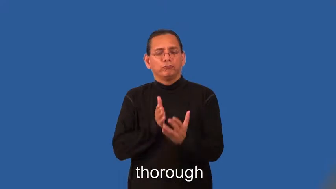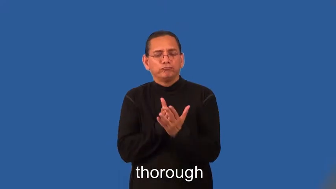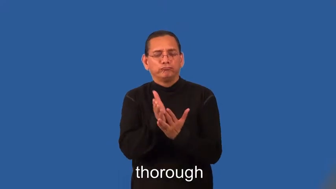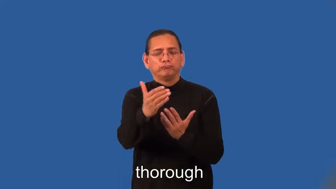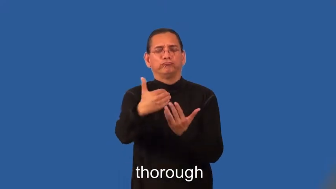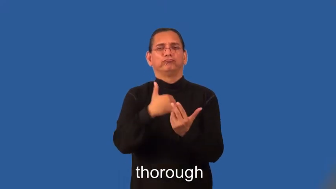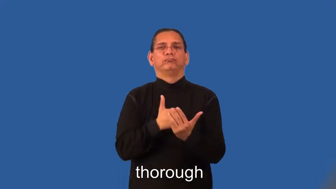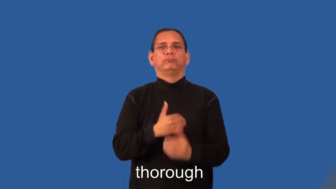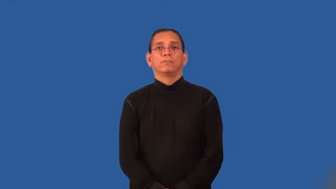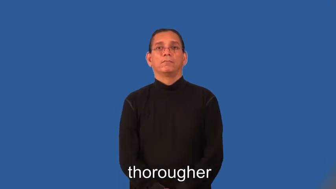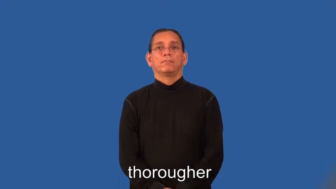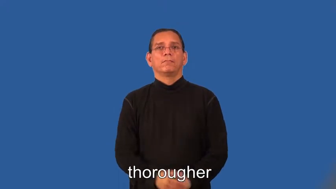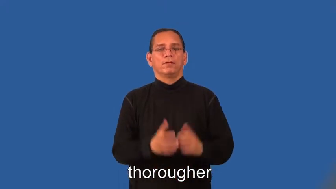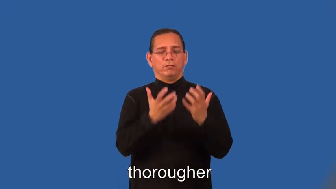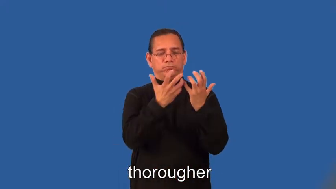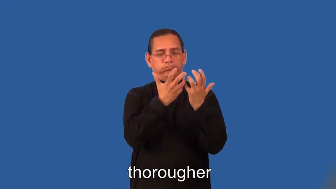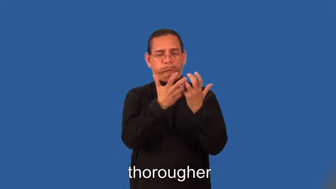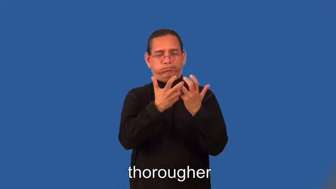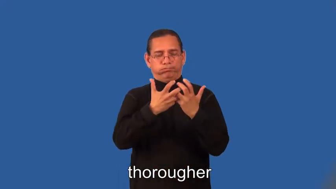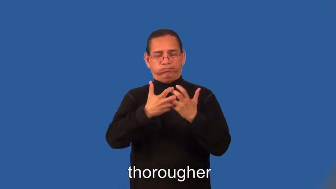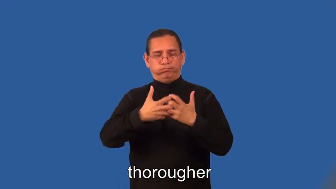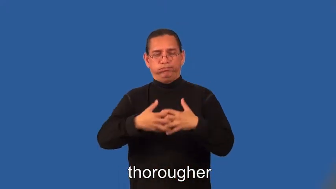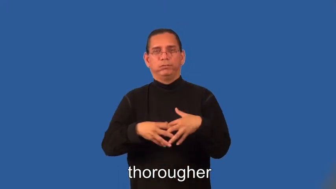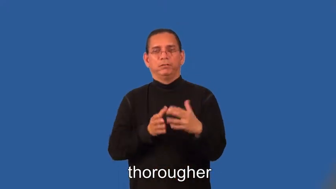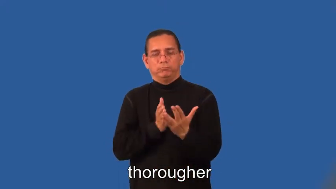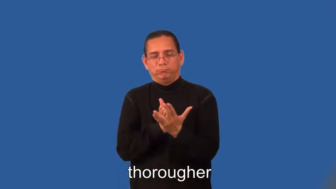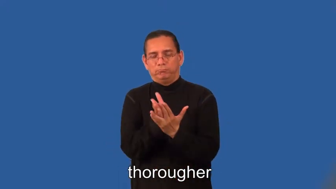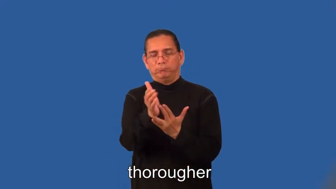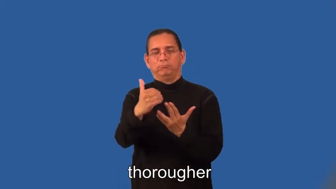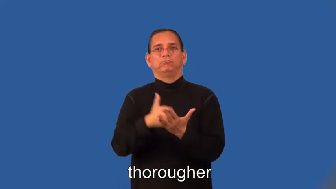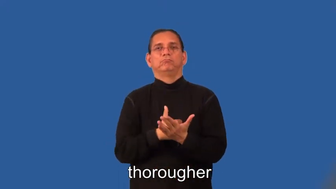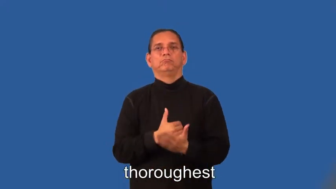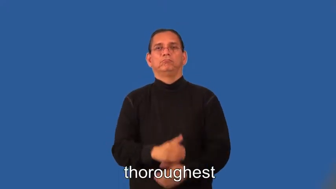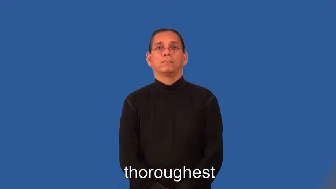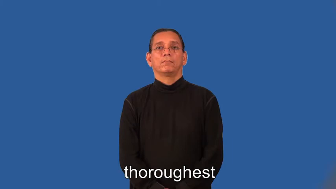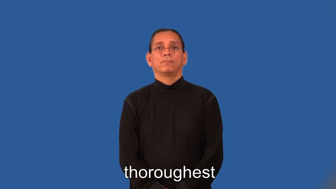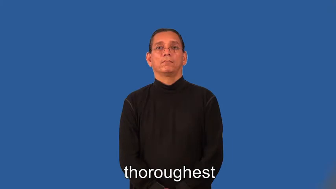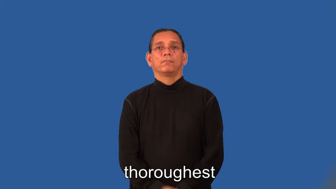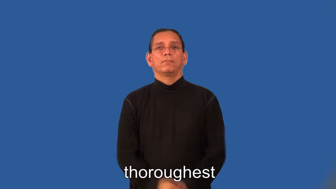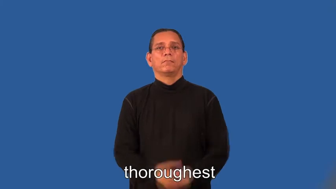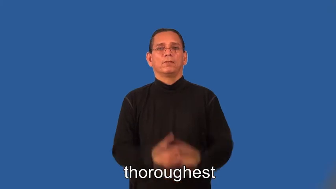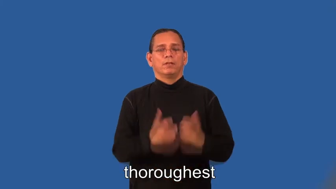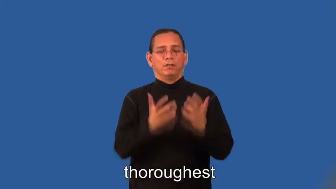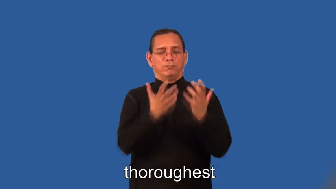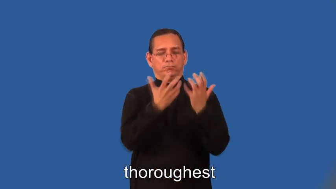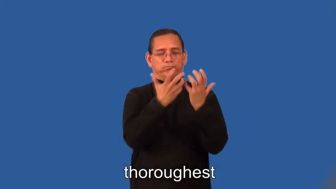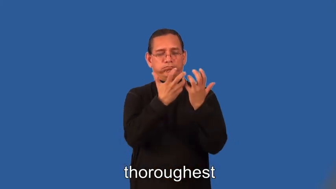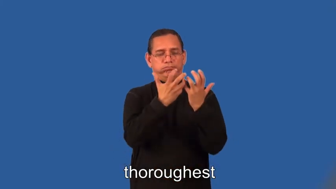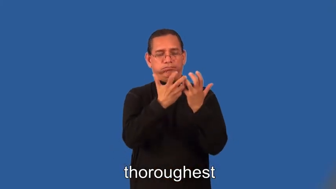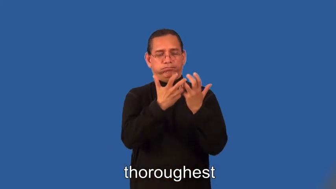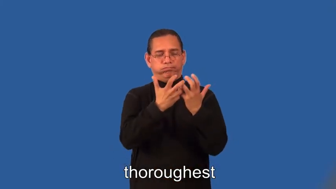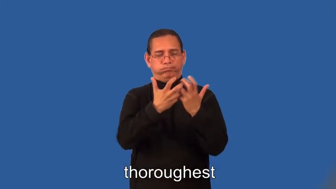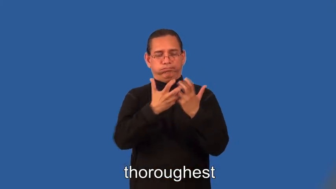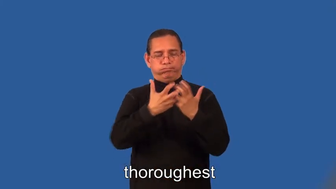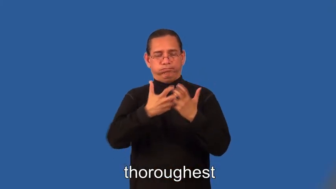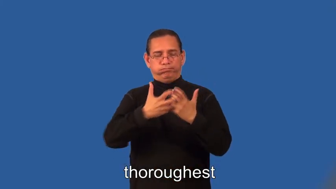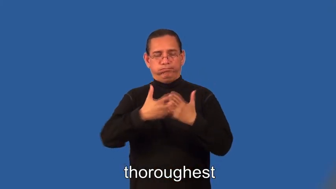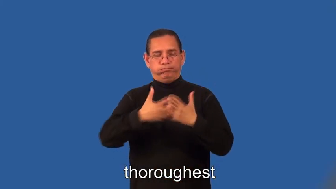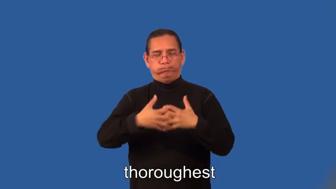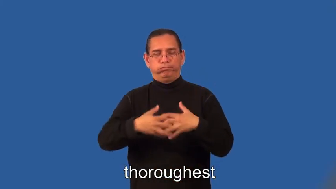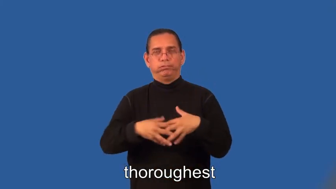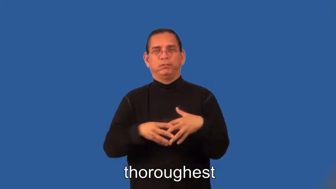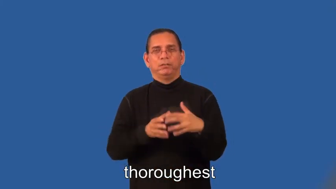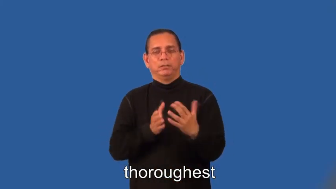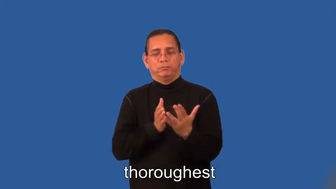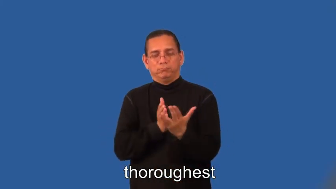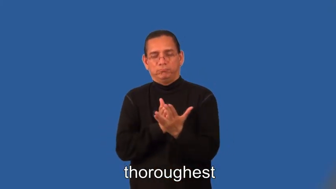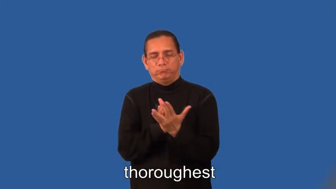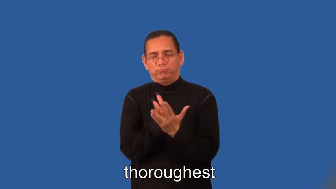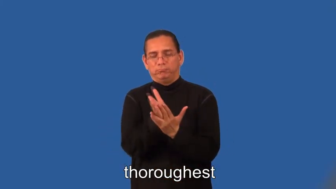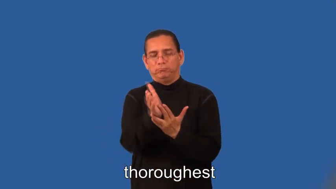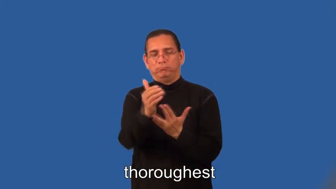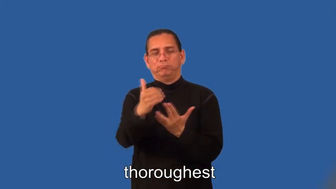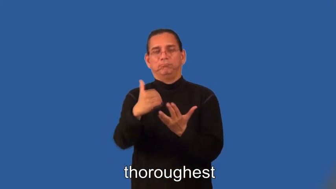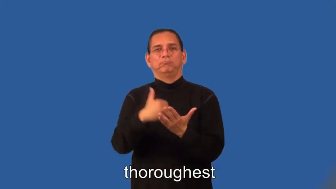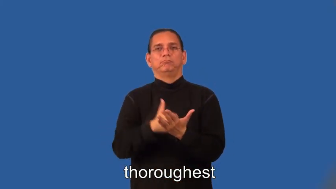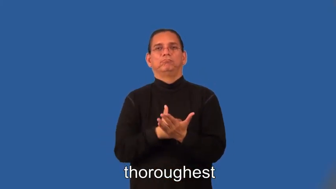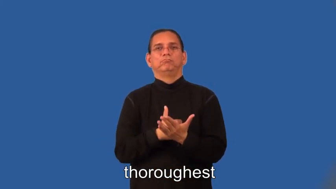thorougher,thoroughest